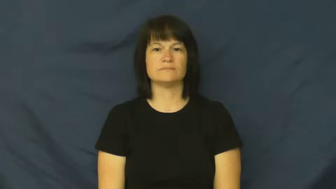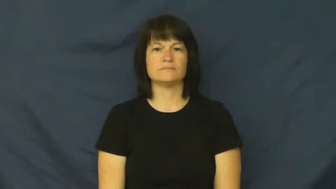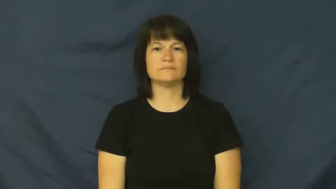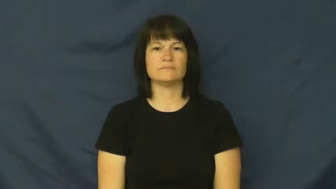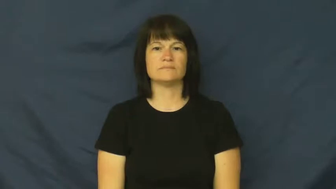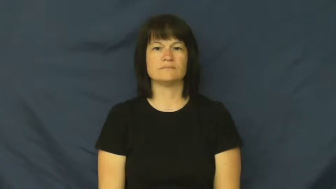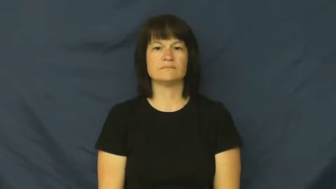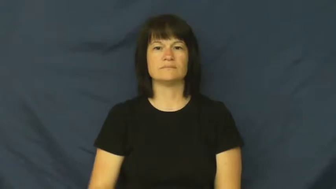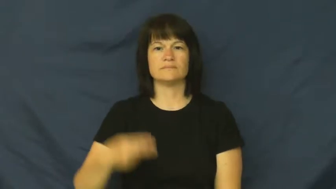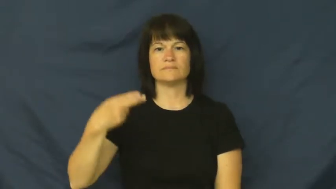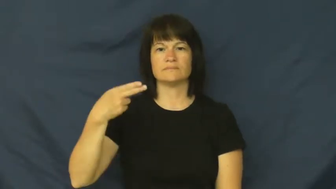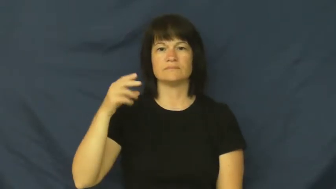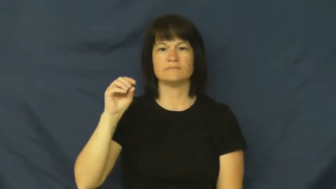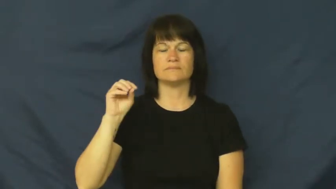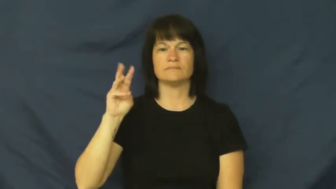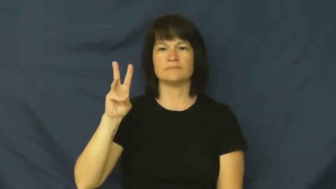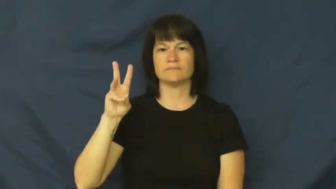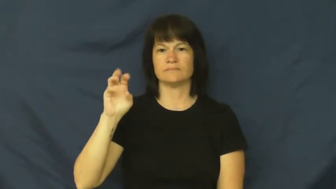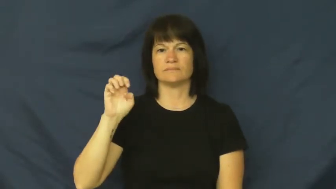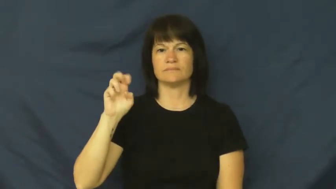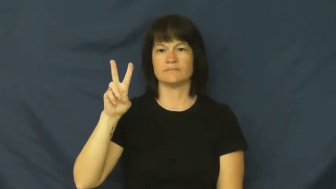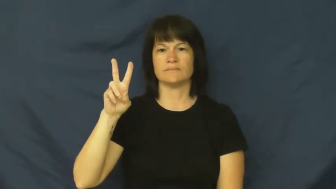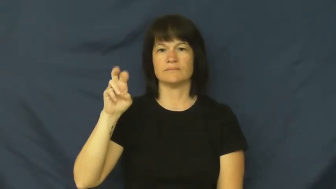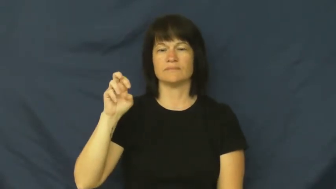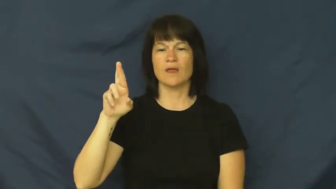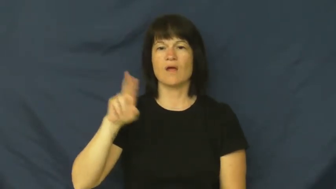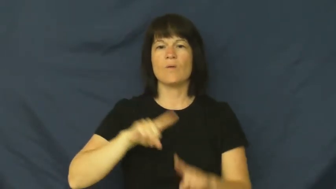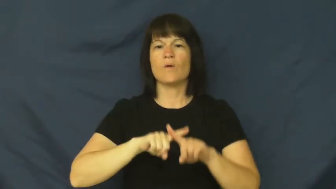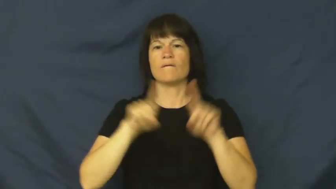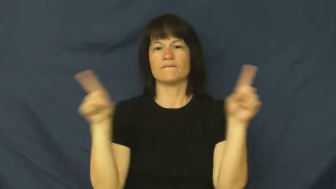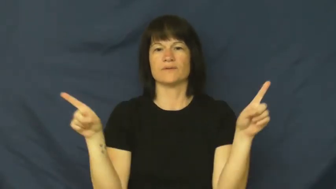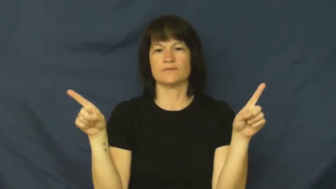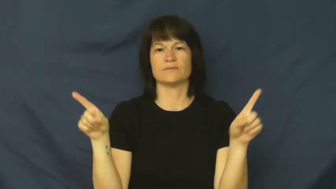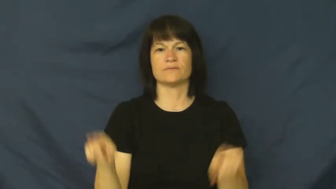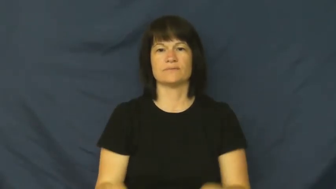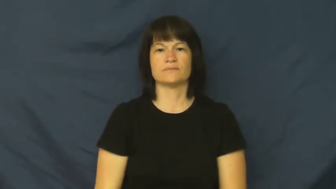however